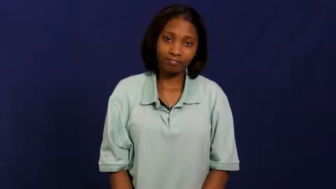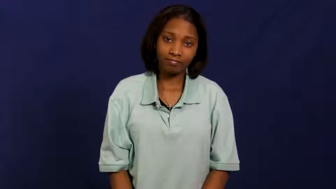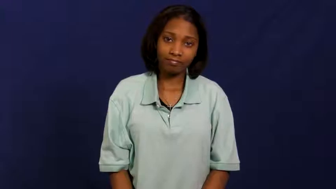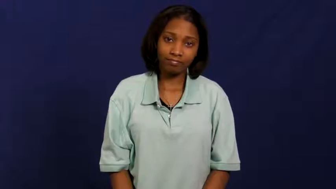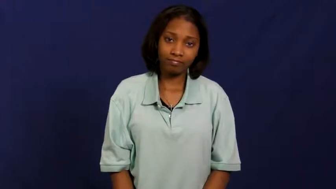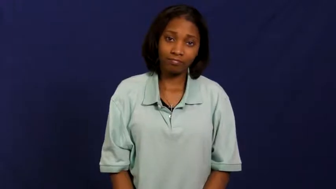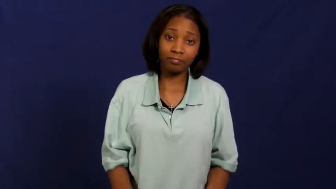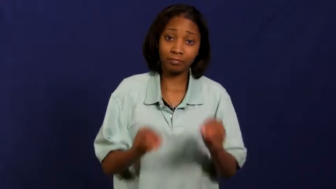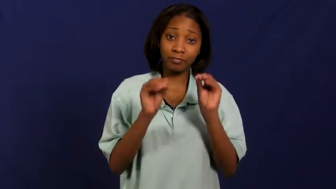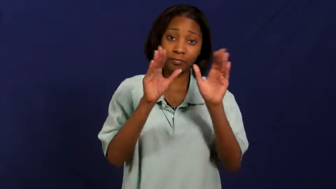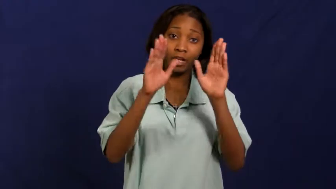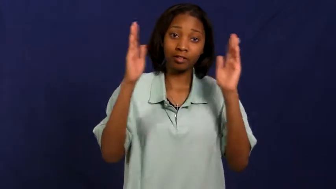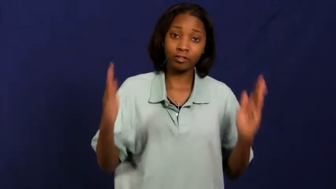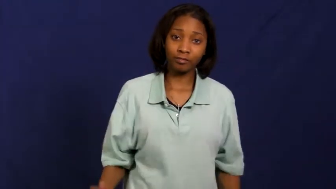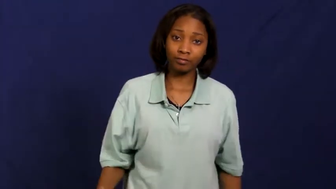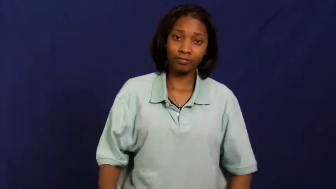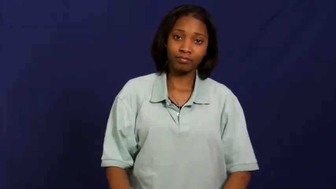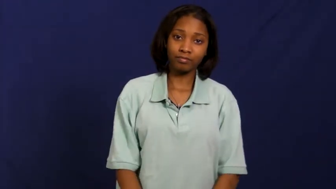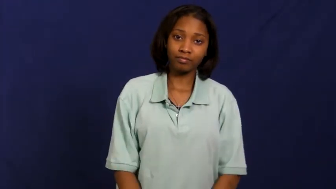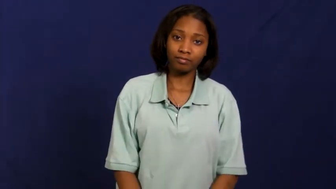sorcerer,conjuruer